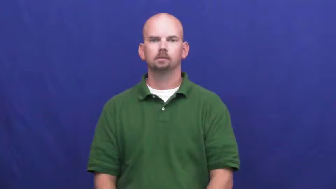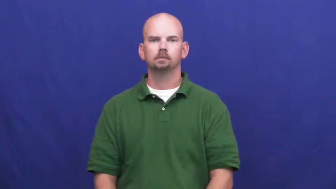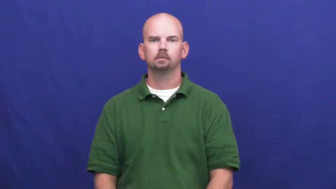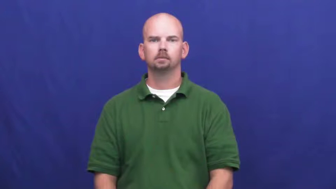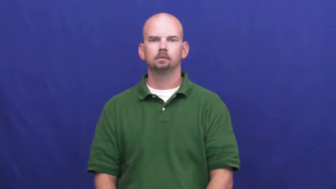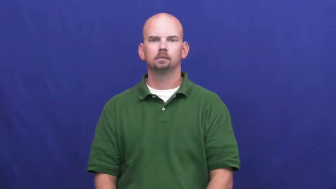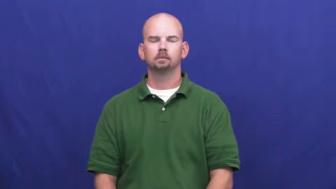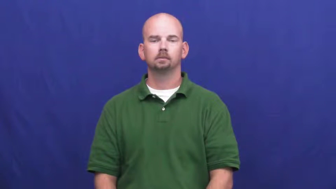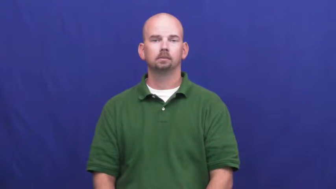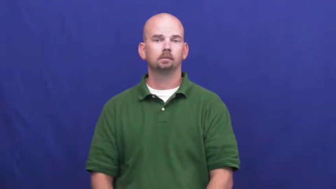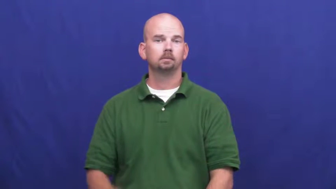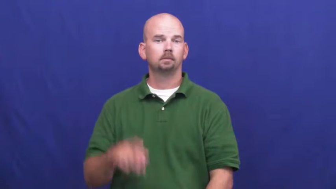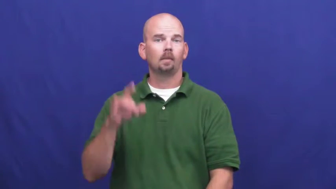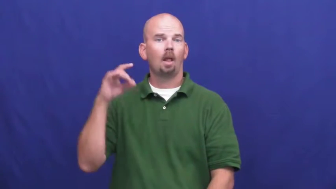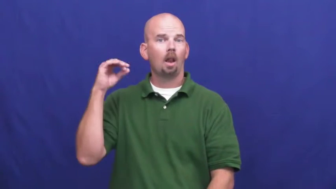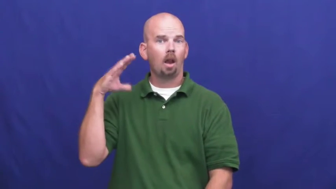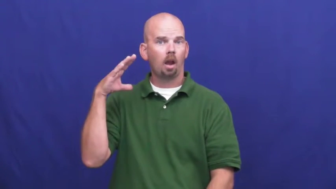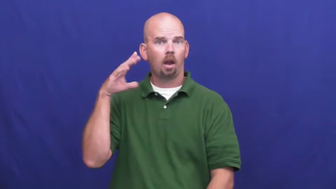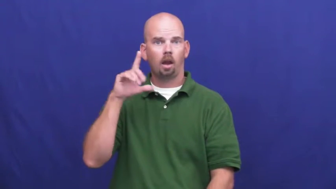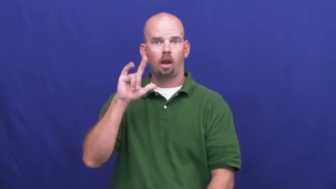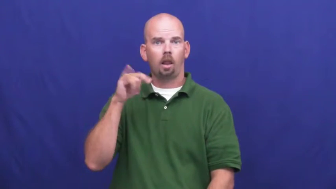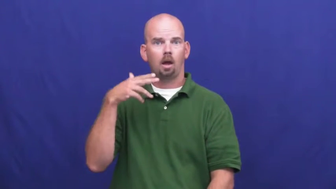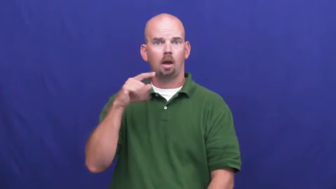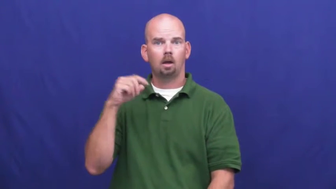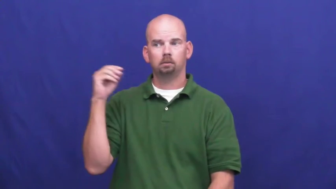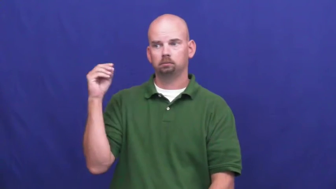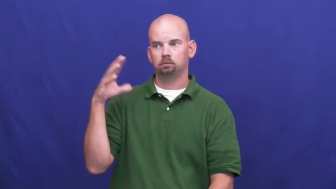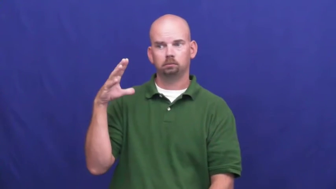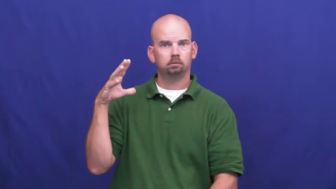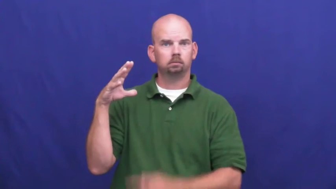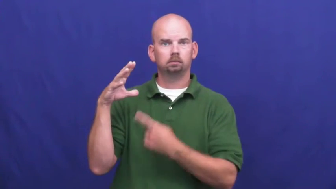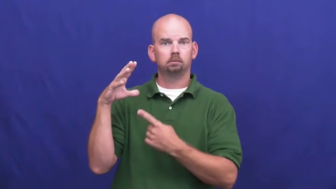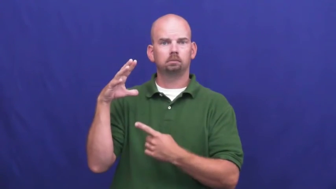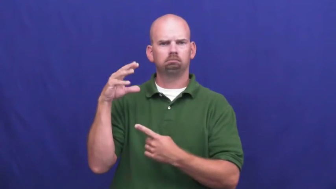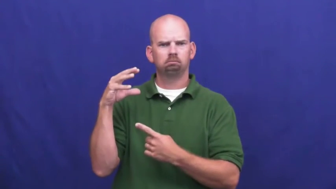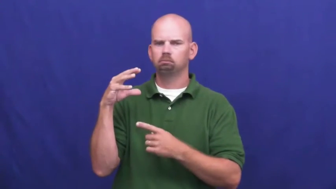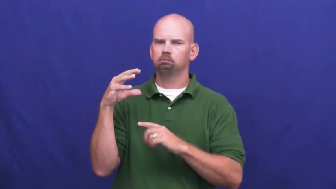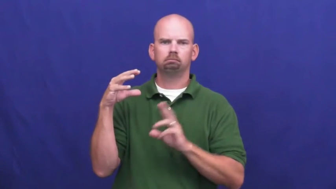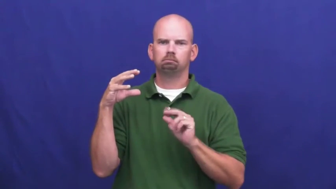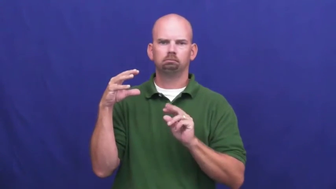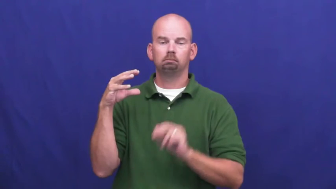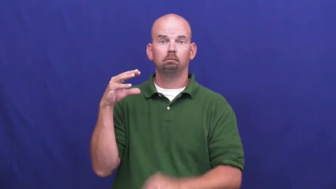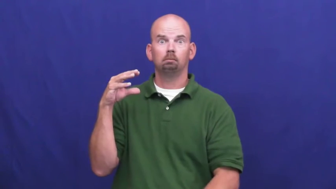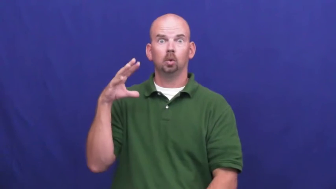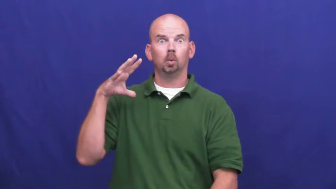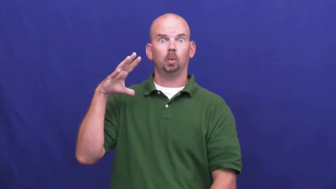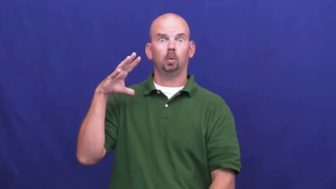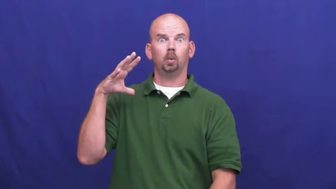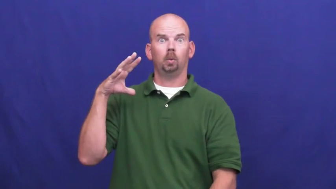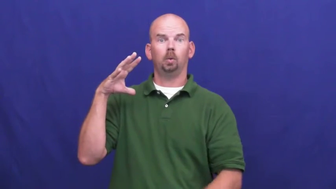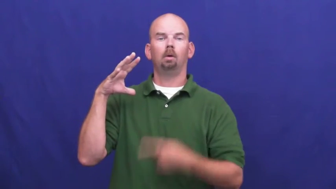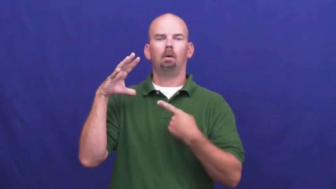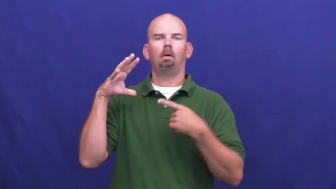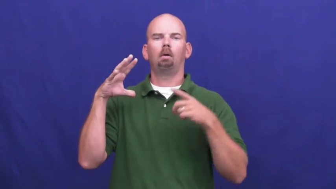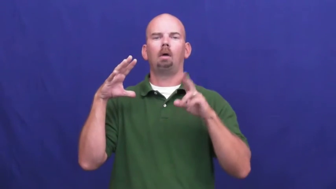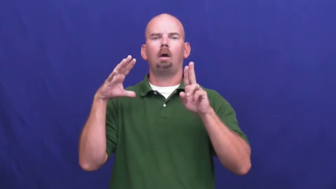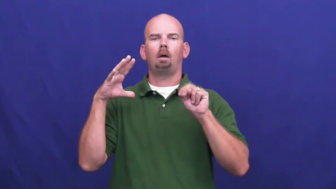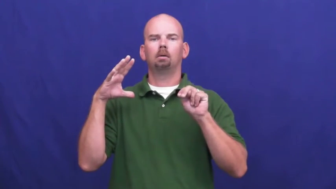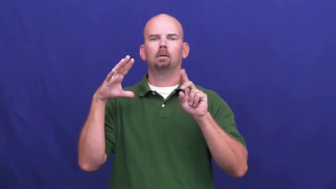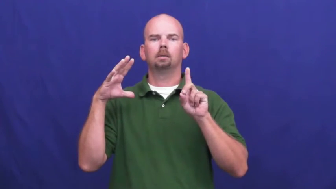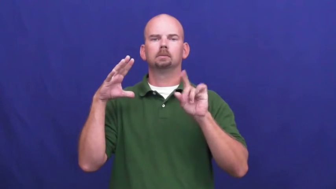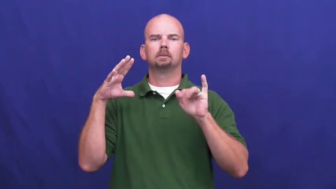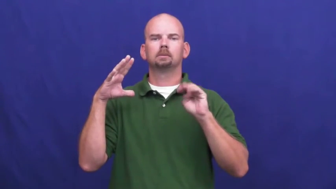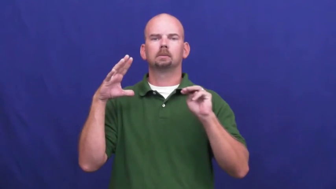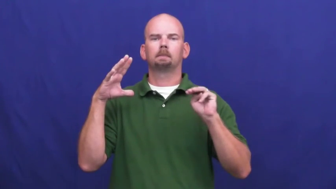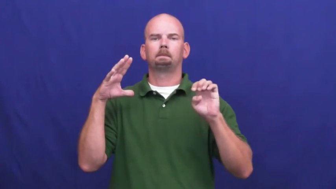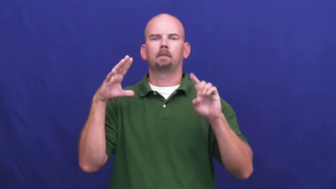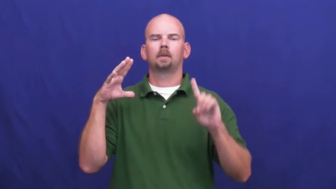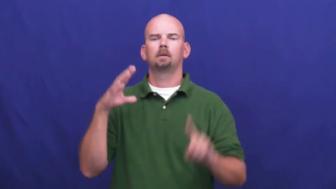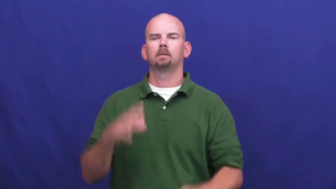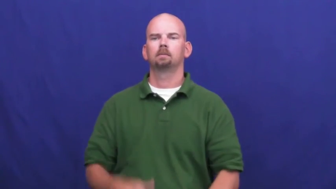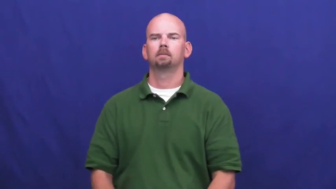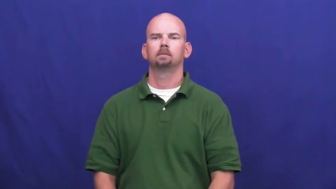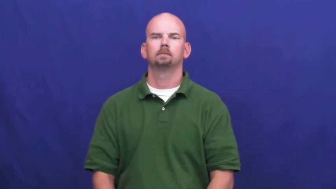undimmed